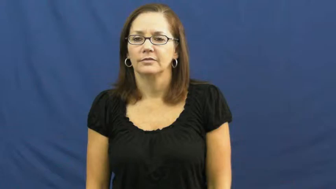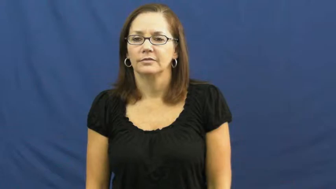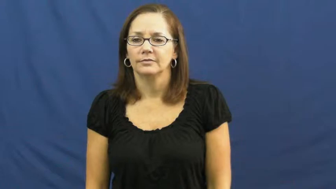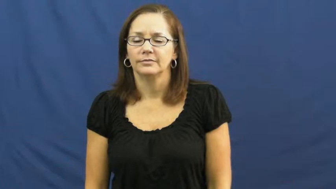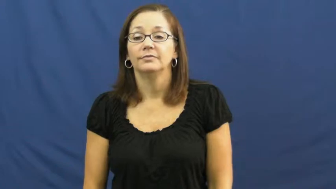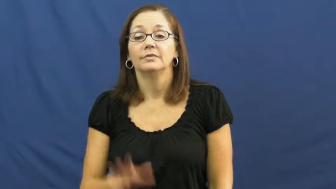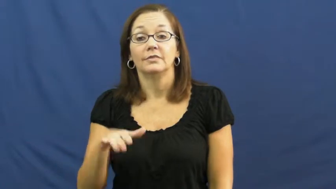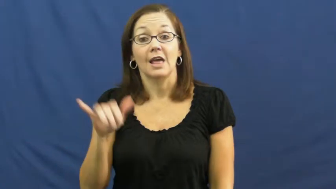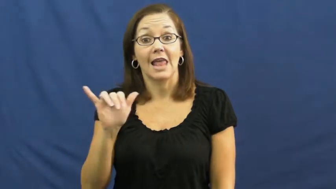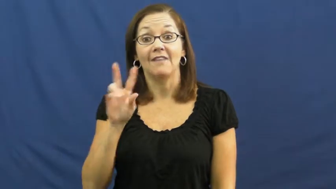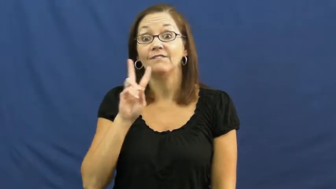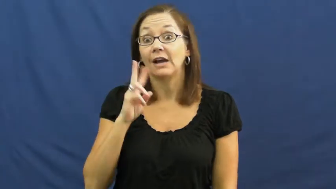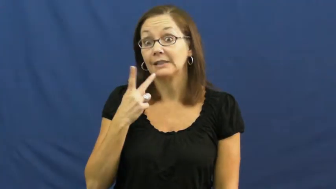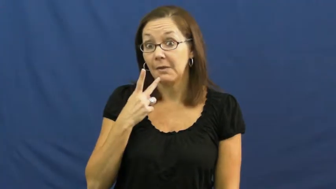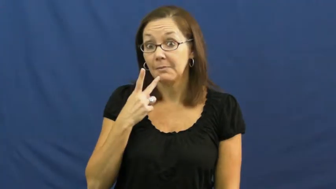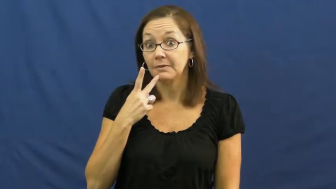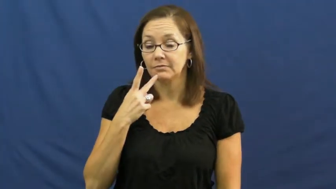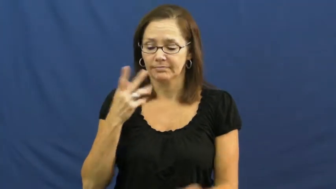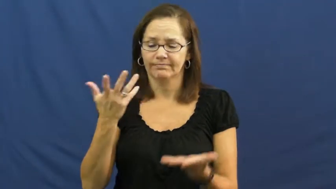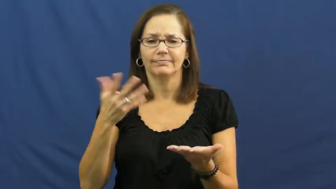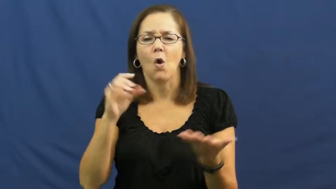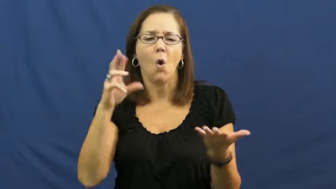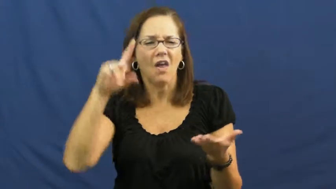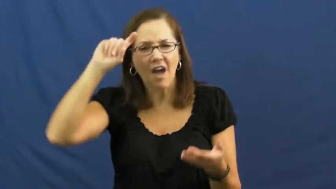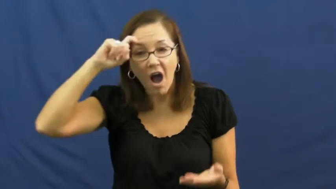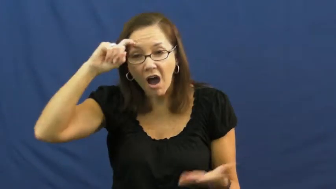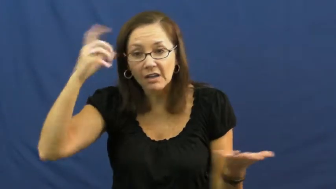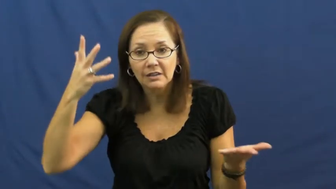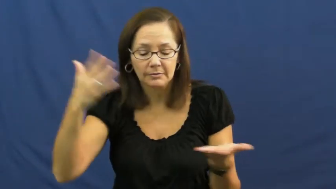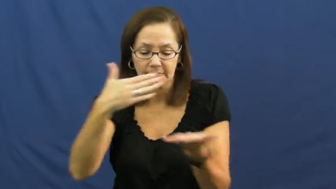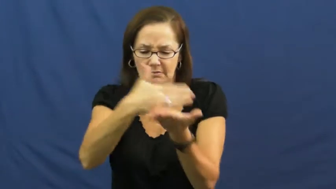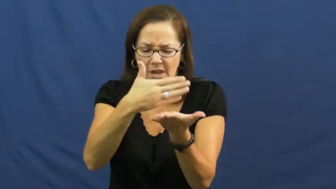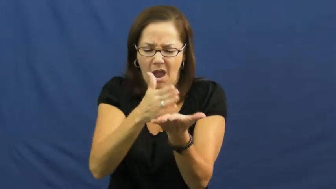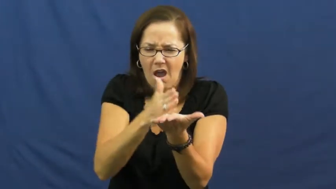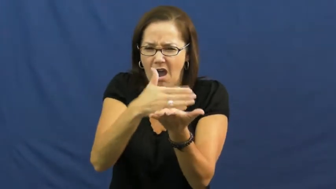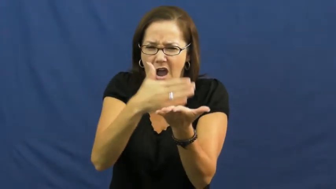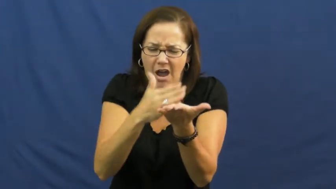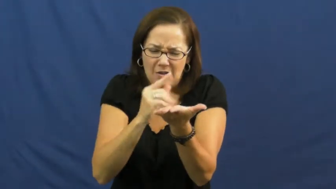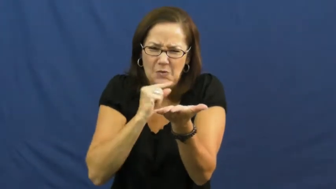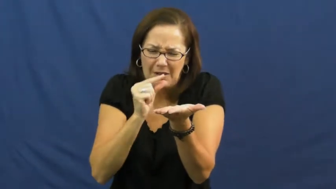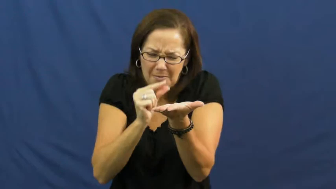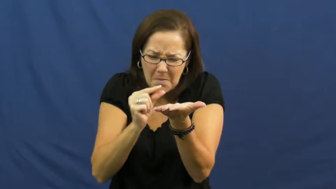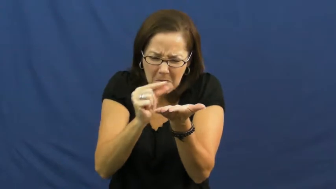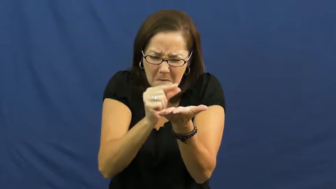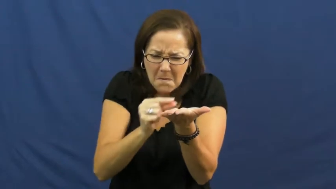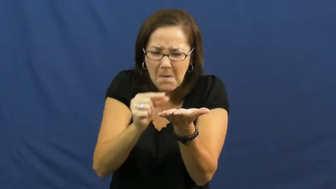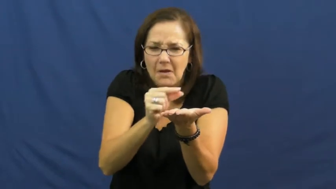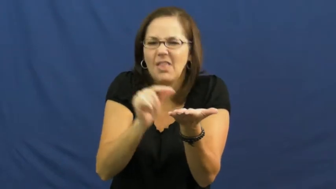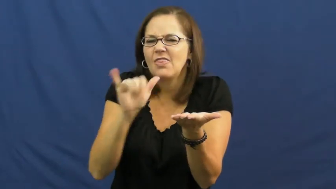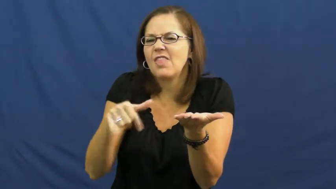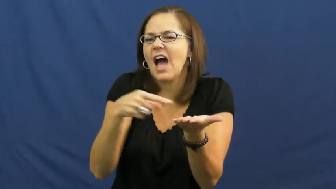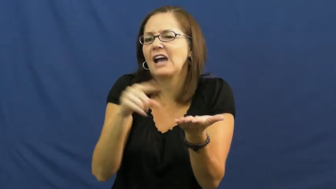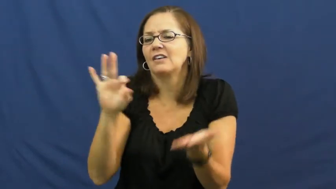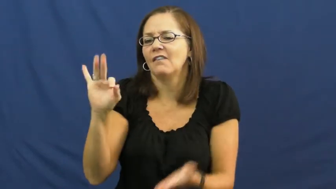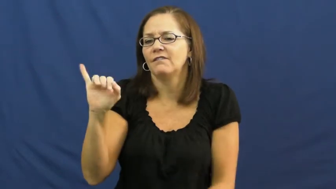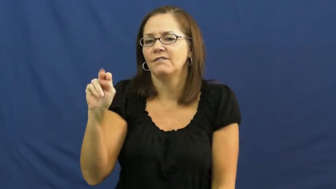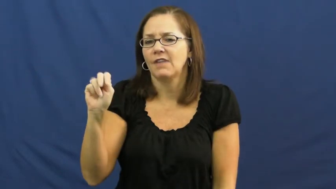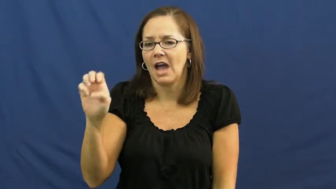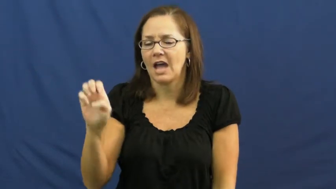fine-small thin